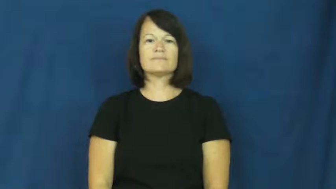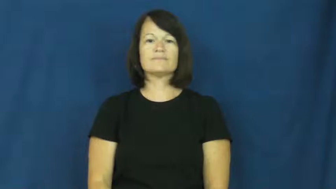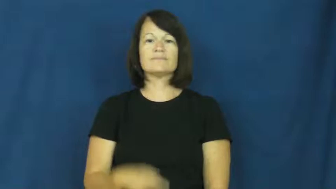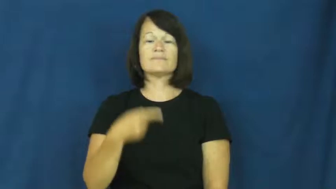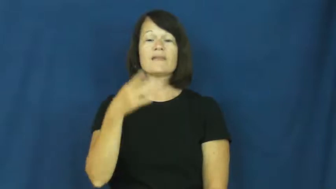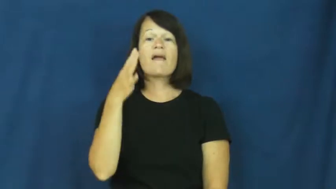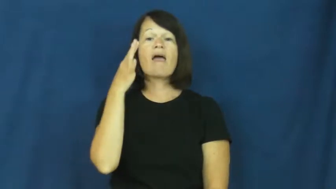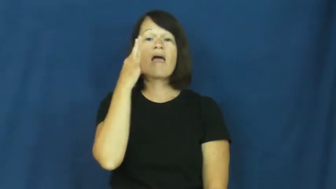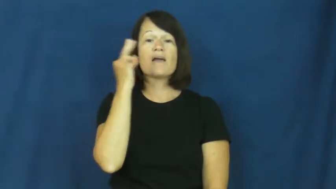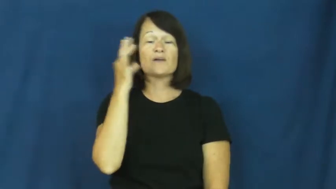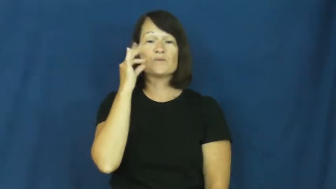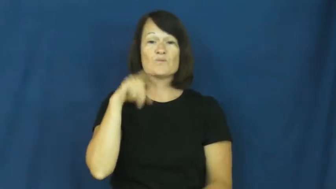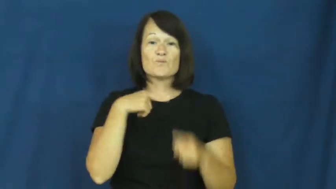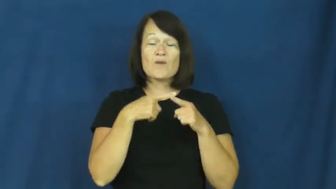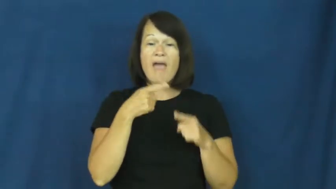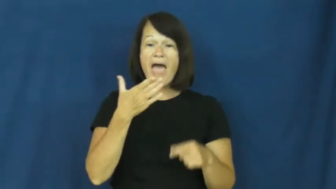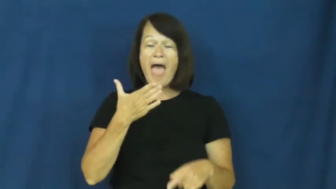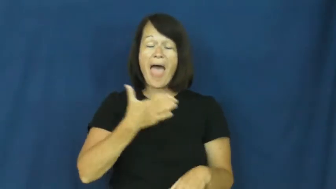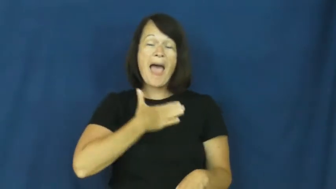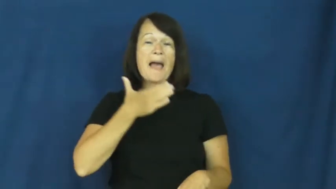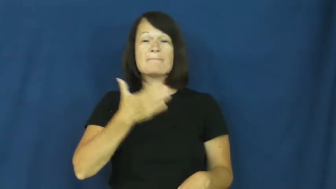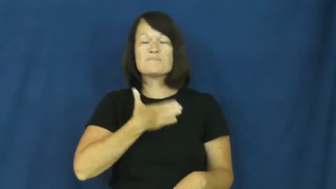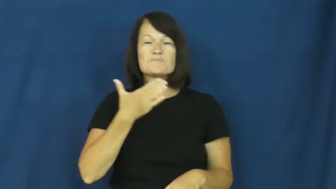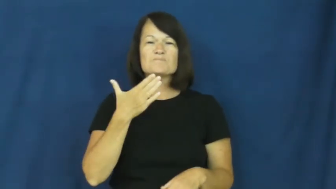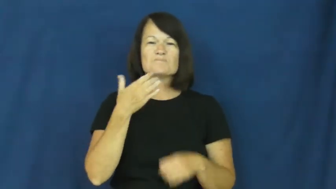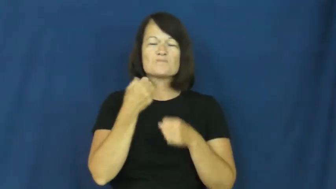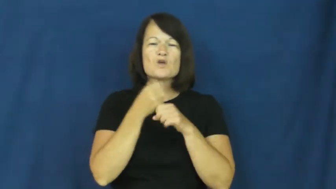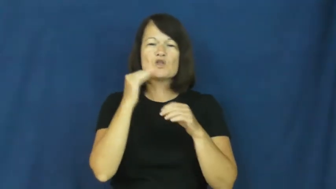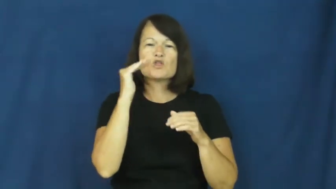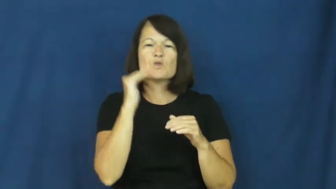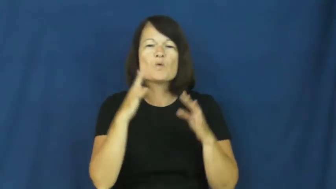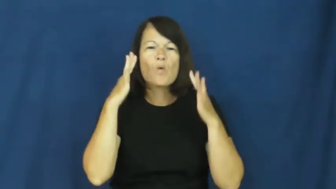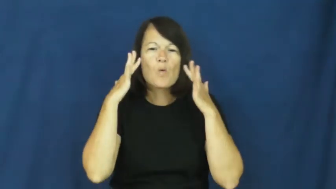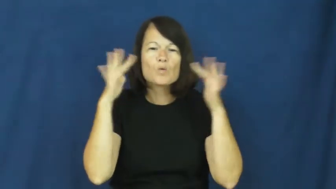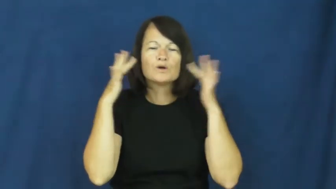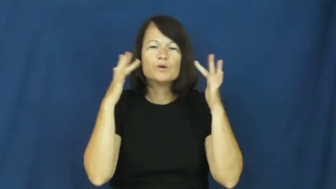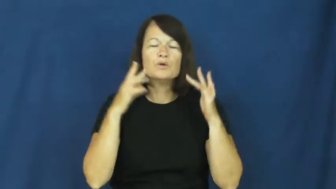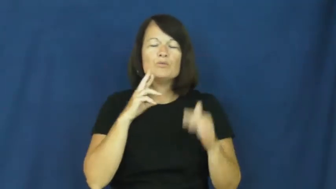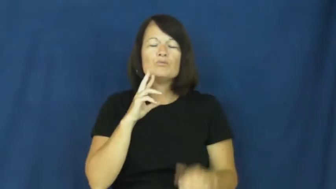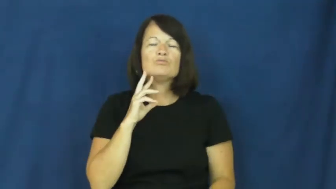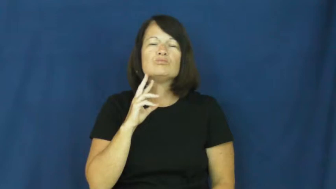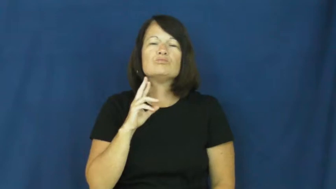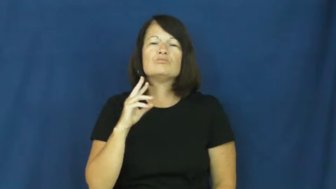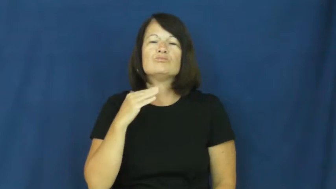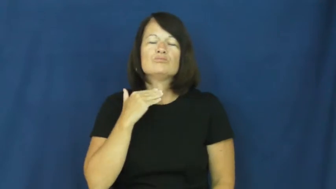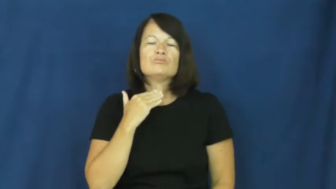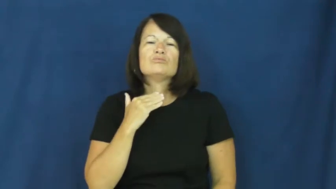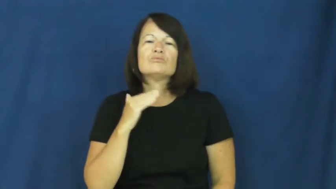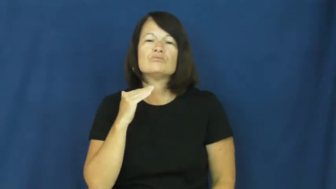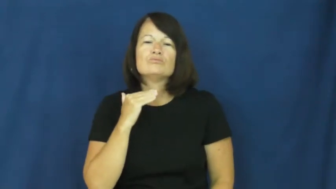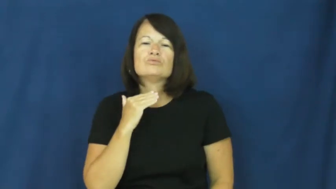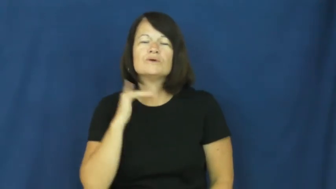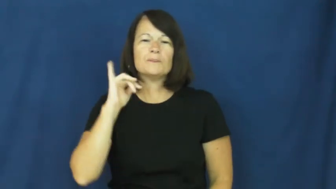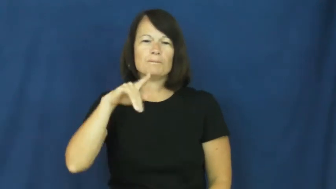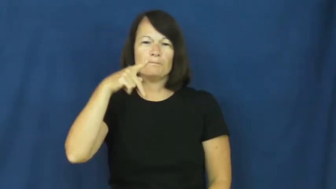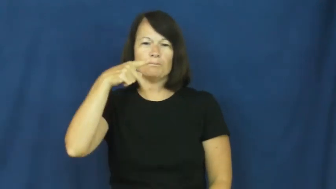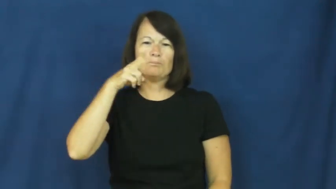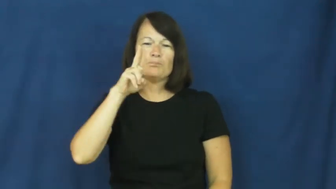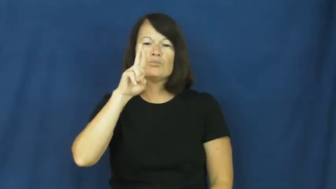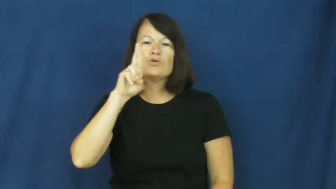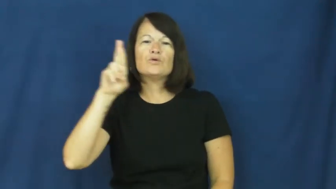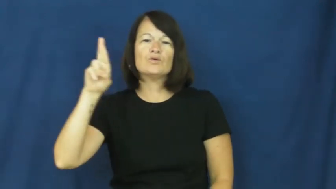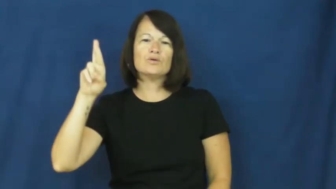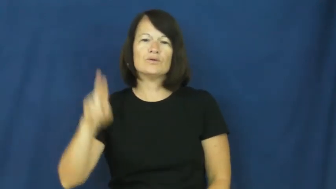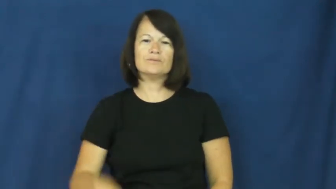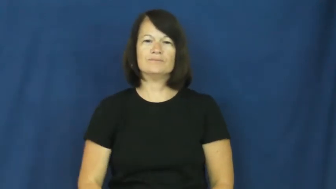purr